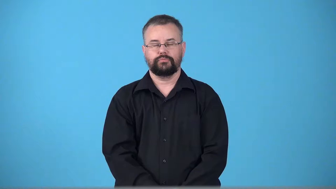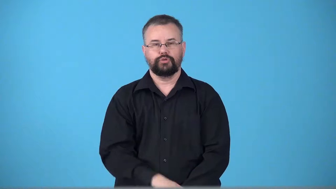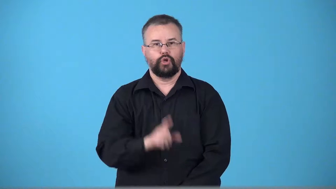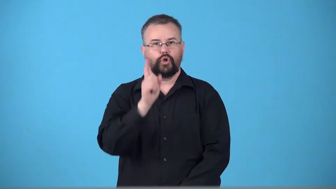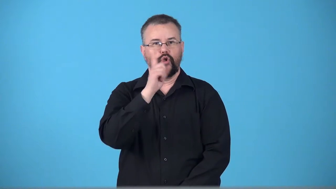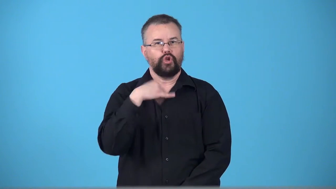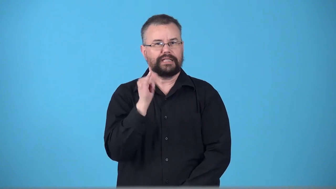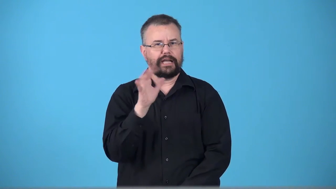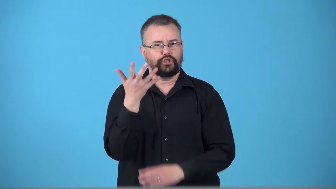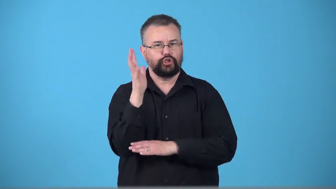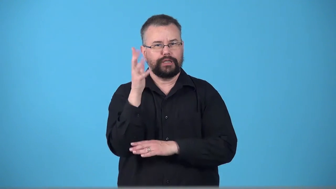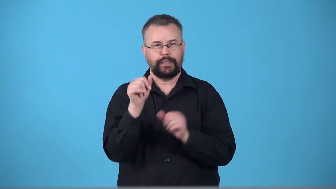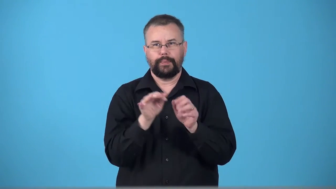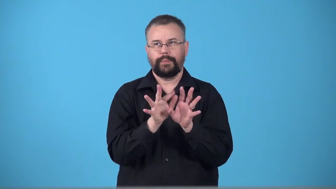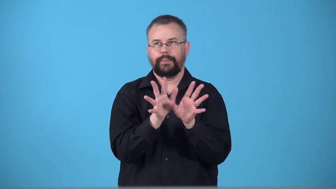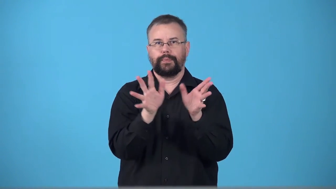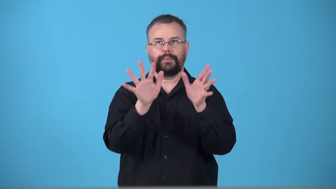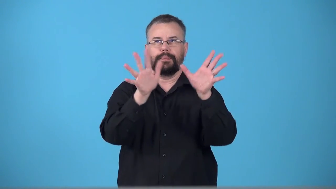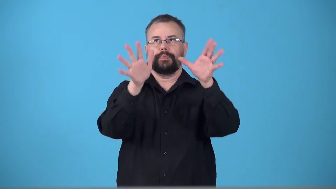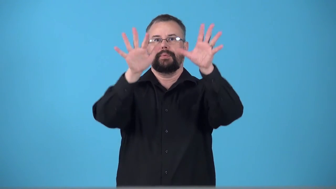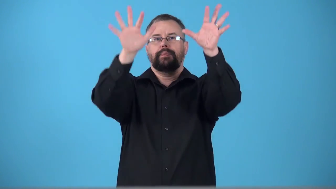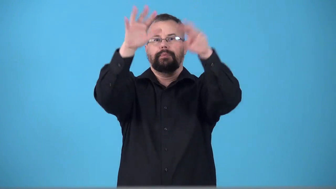treelike